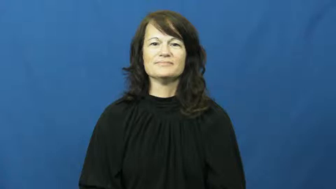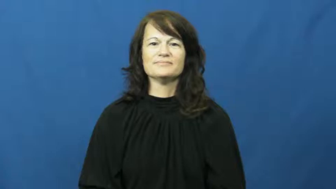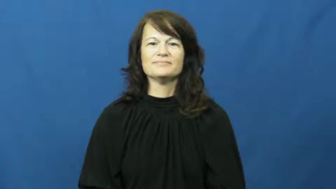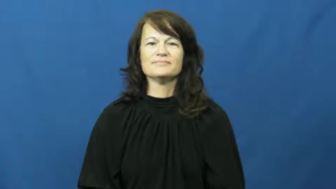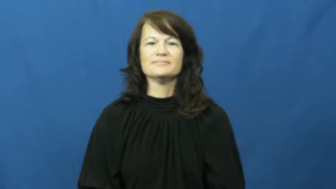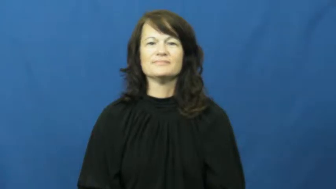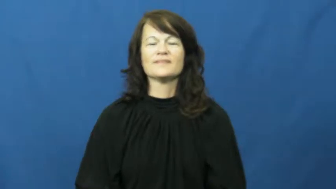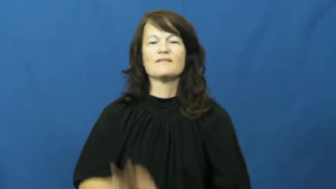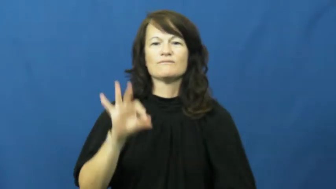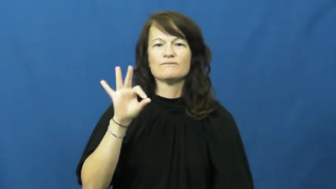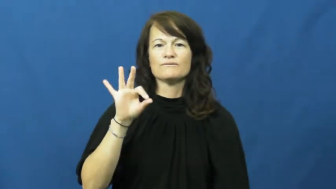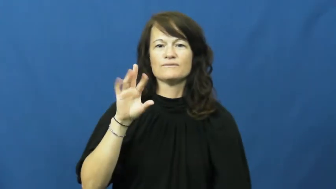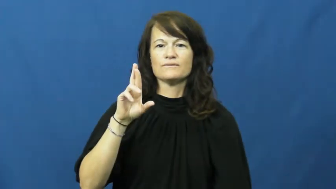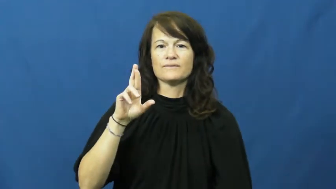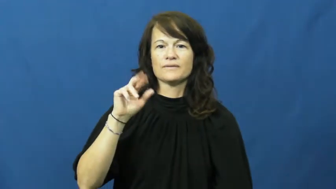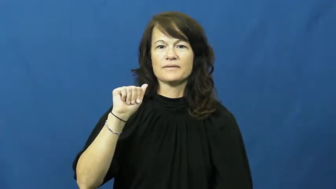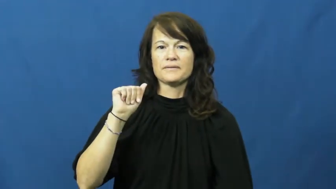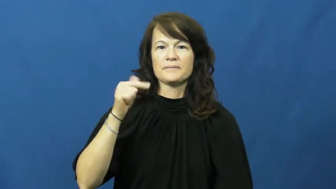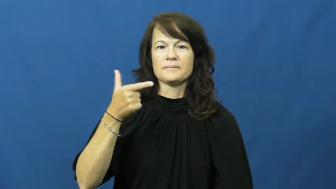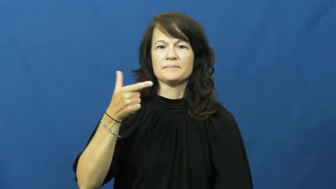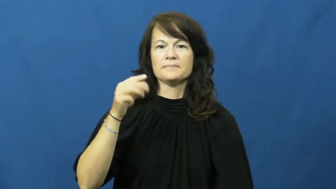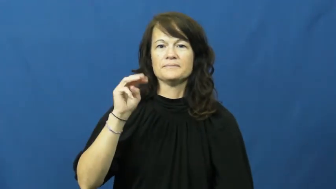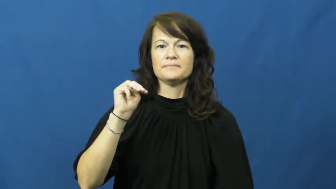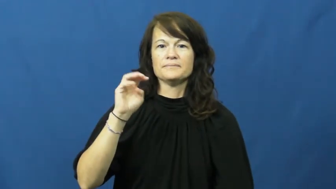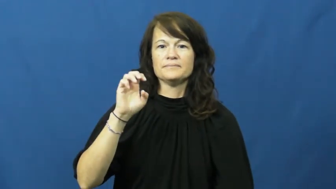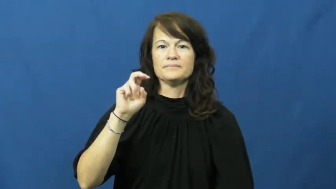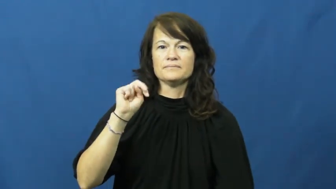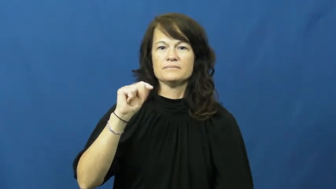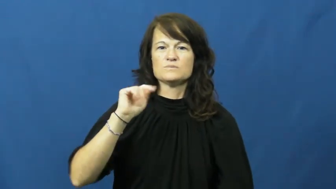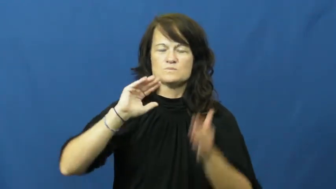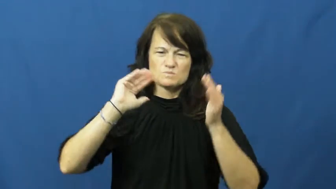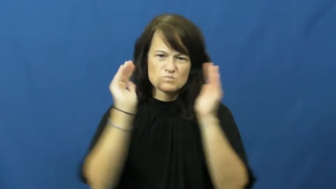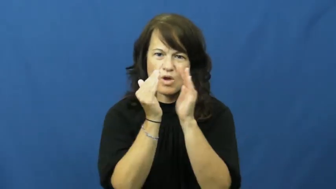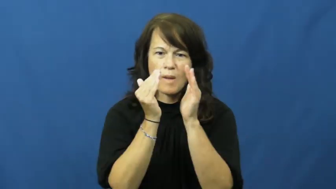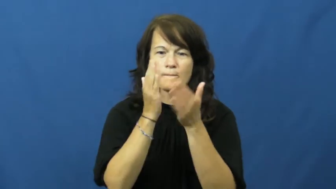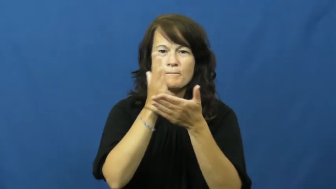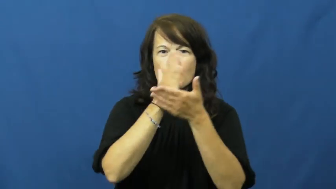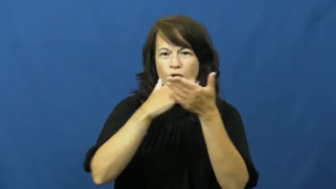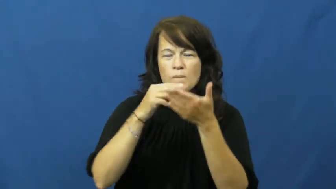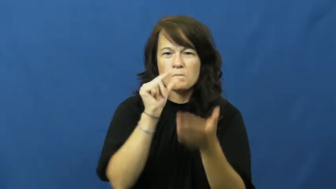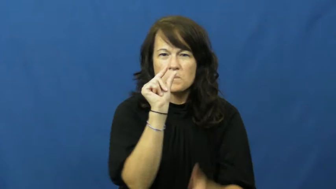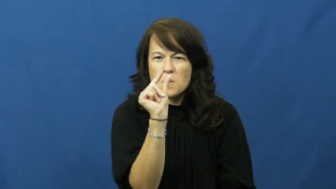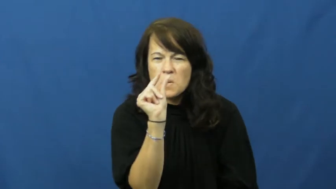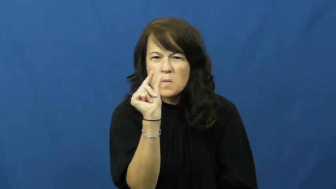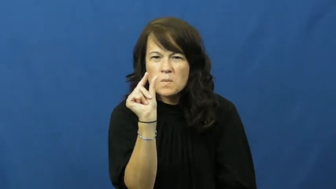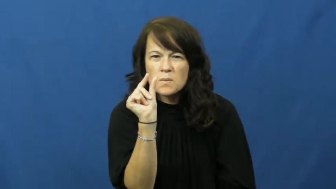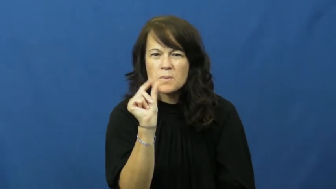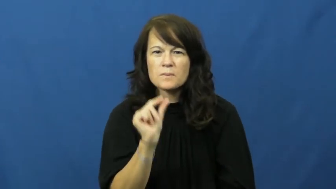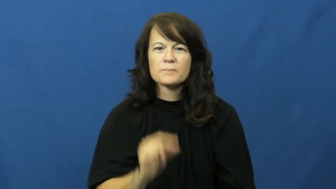fragment